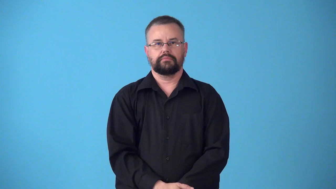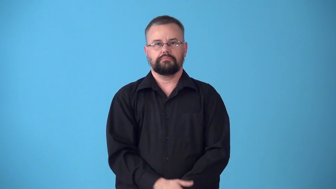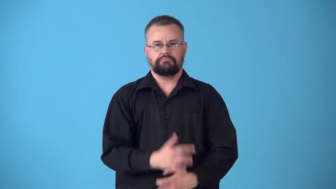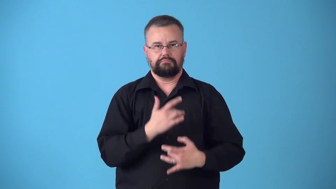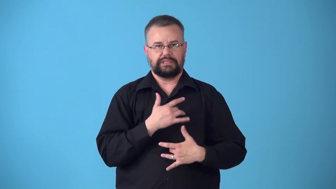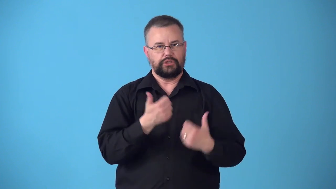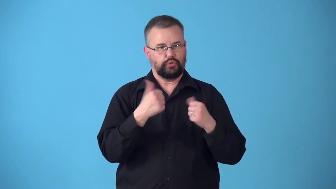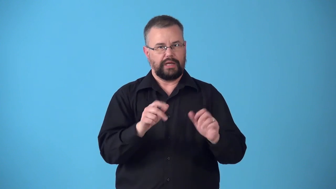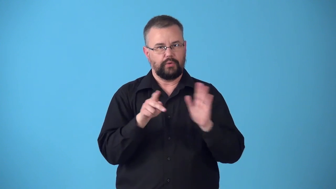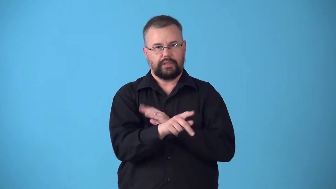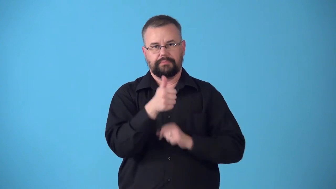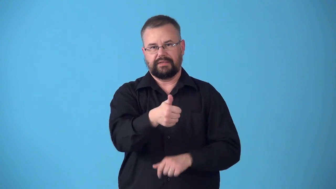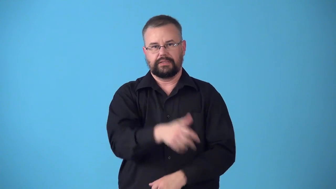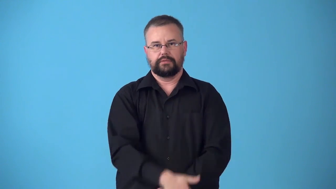suicidal